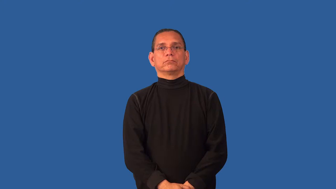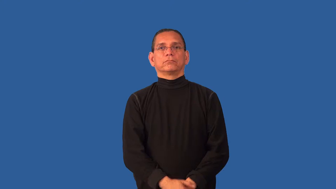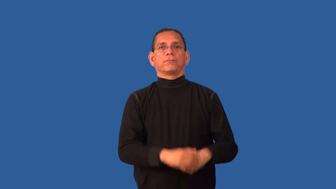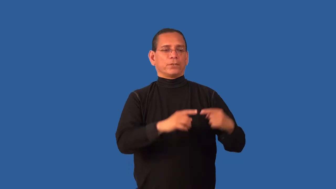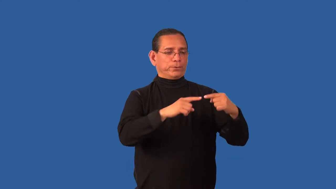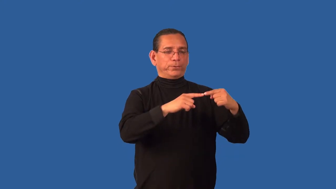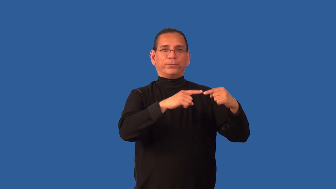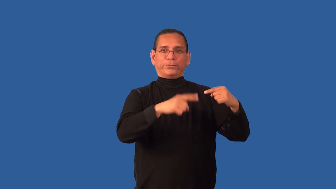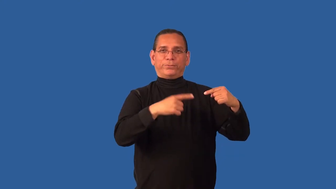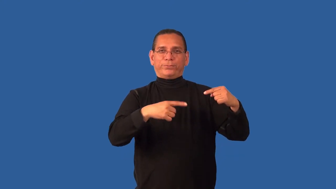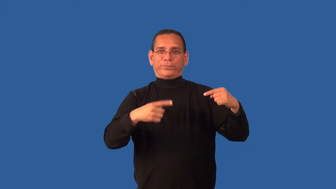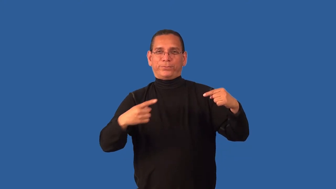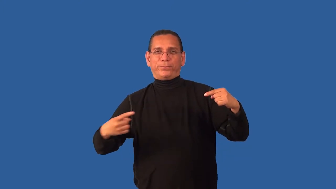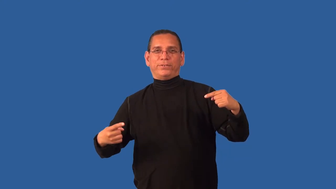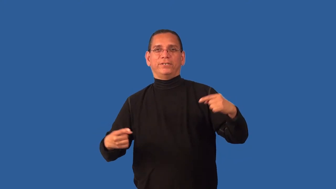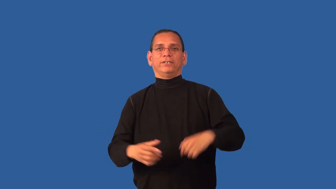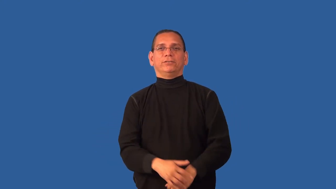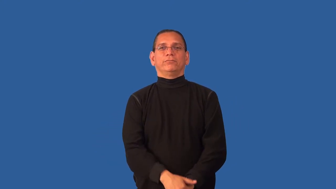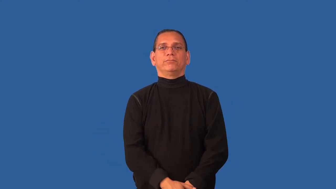cord-electical